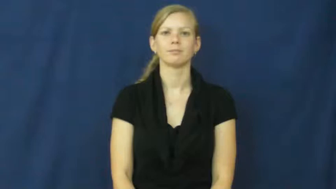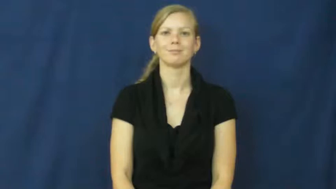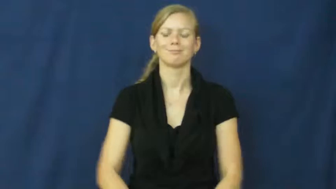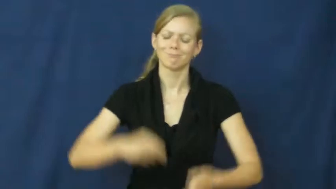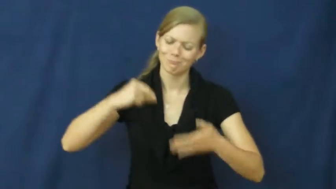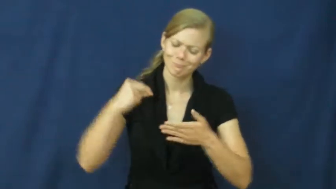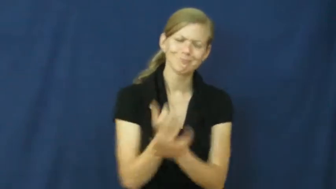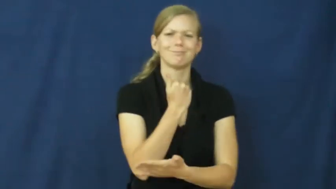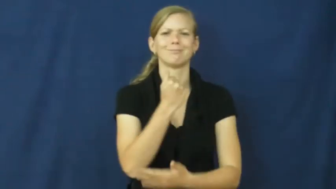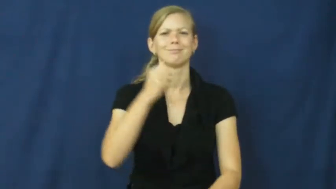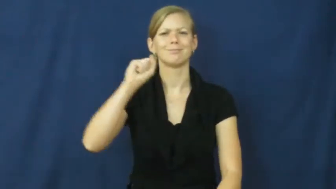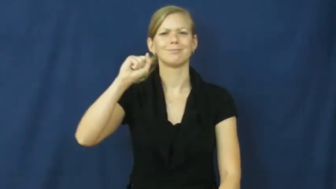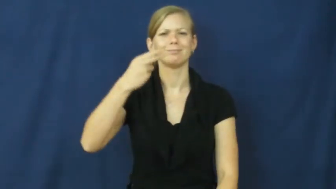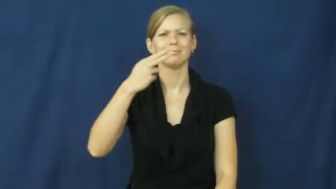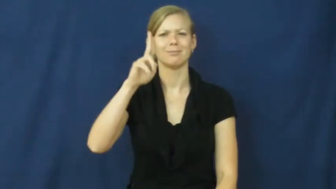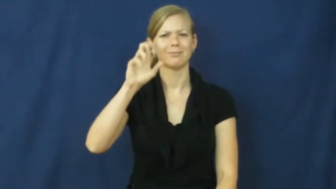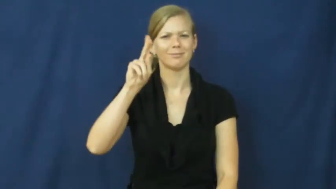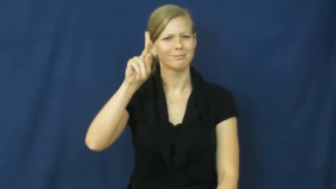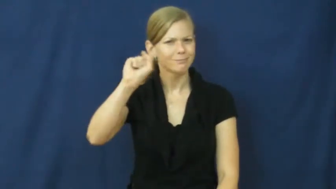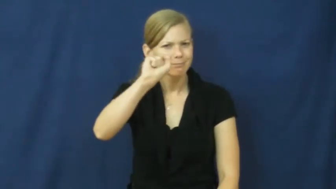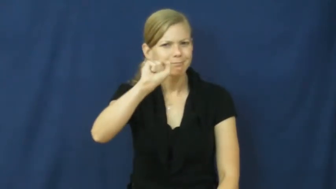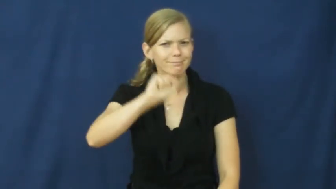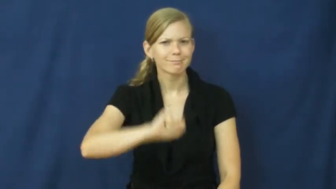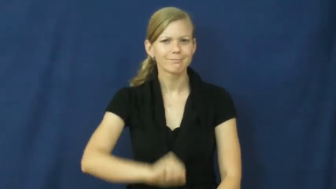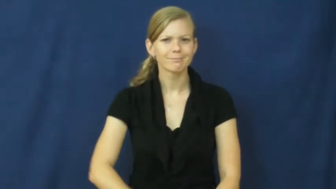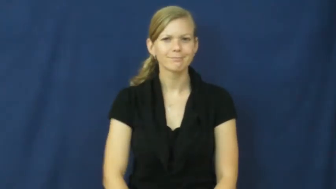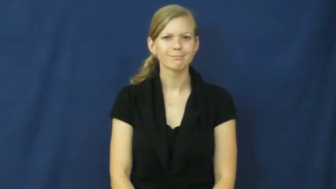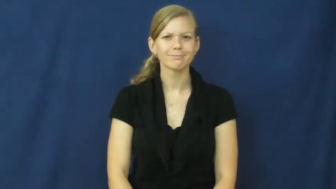shucks,zounds